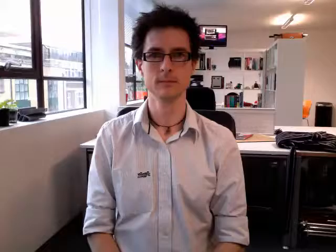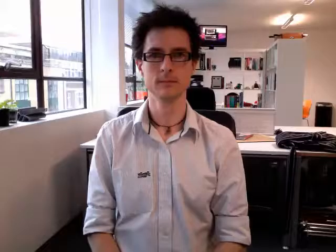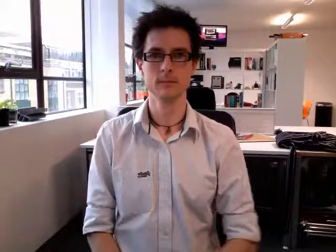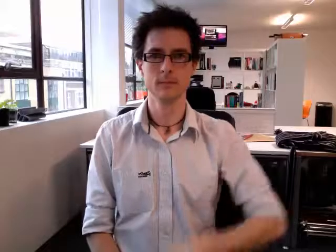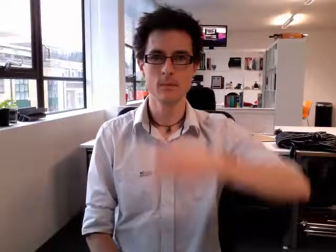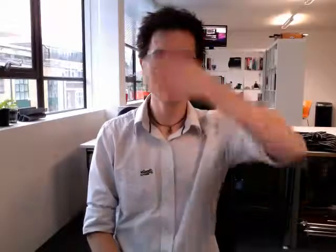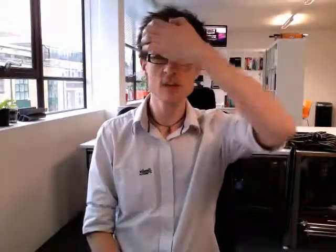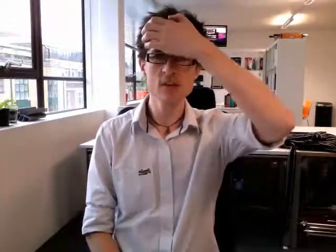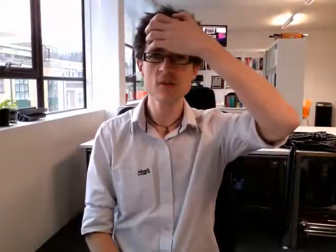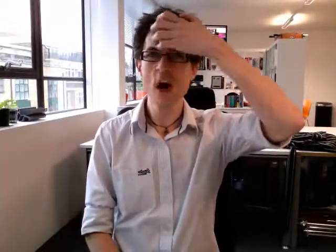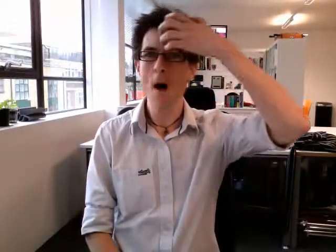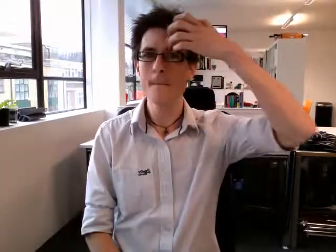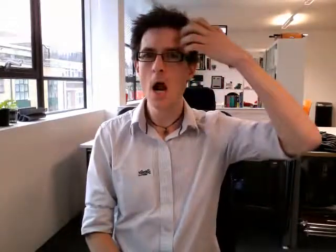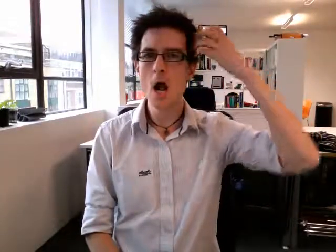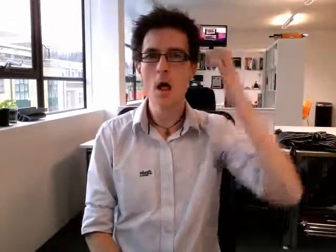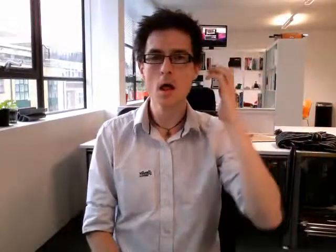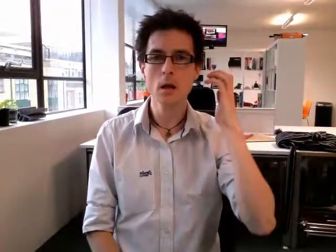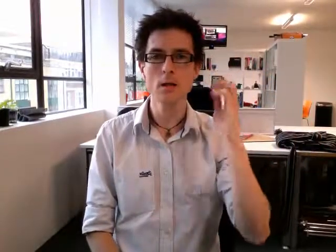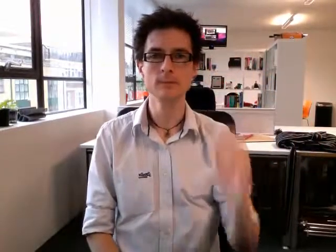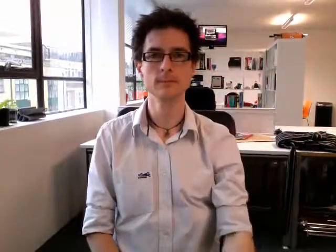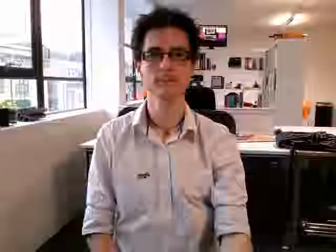summer